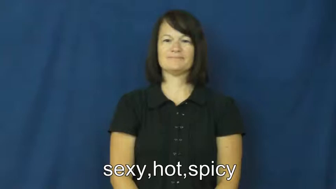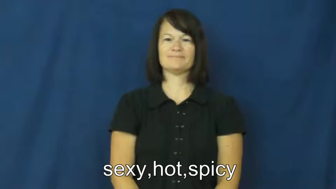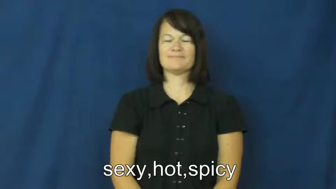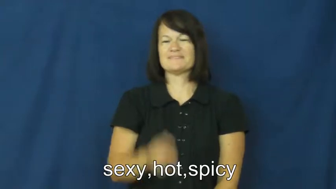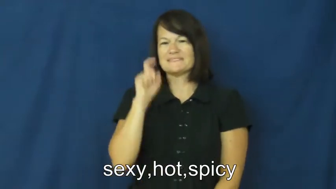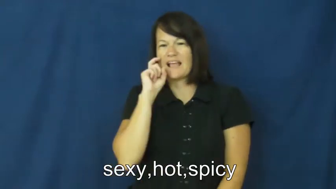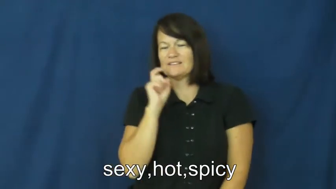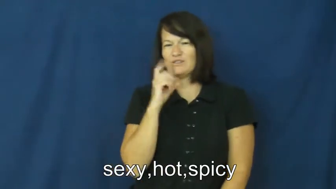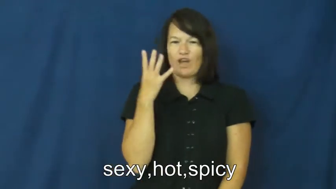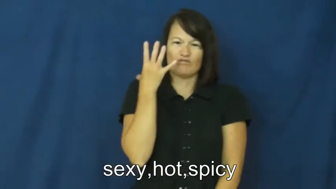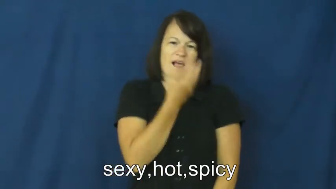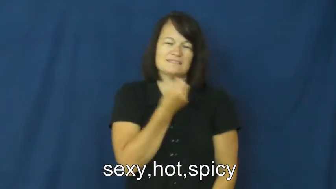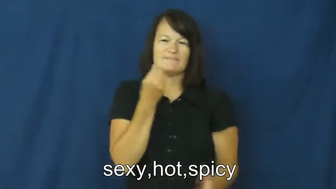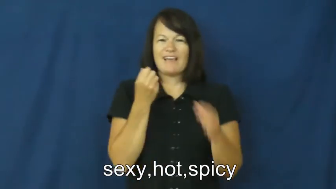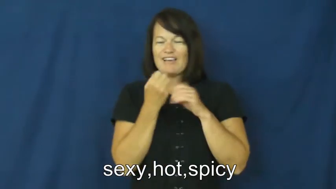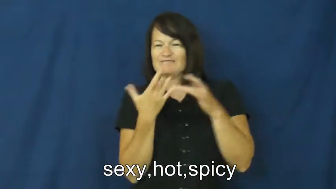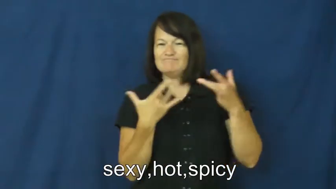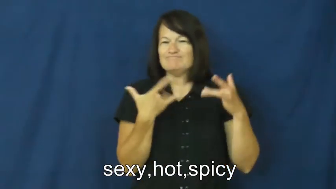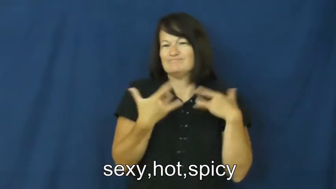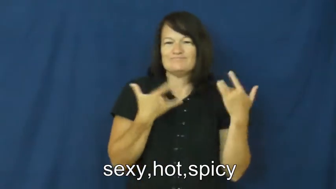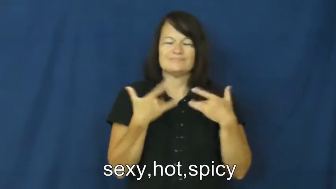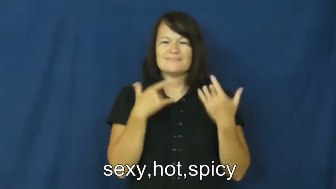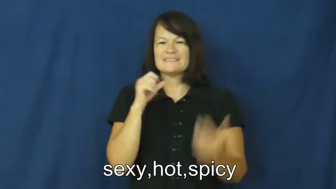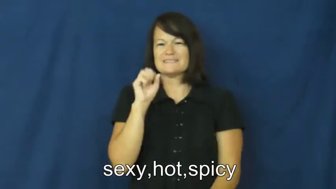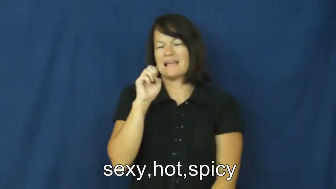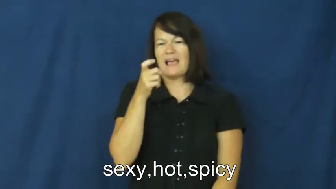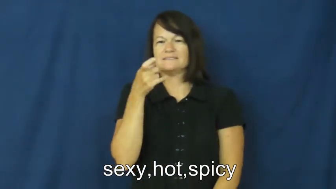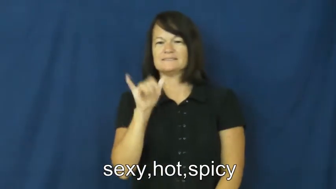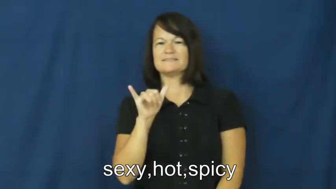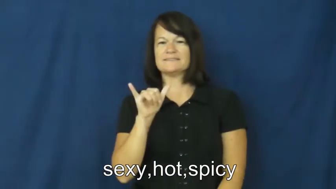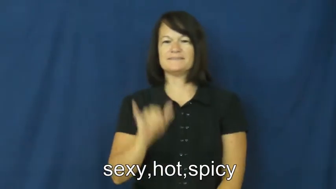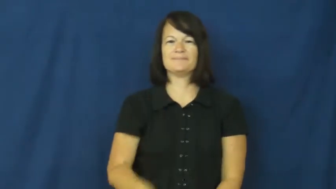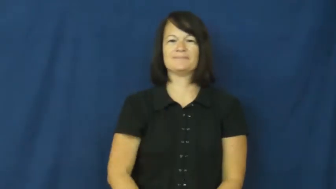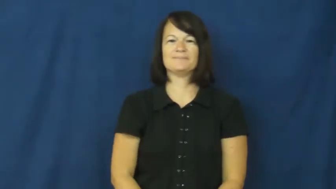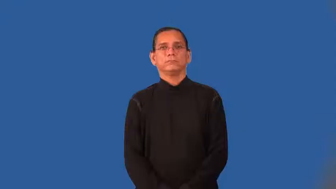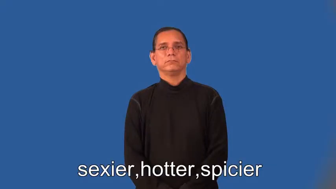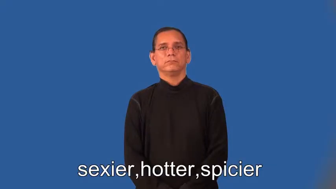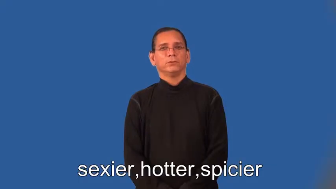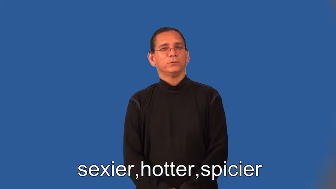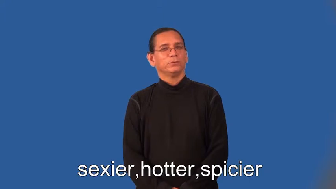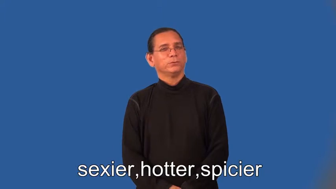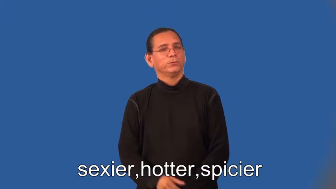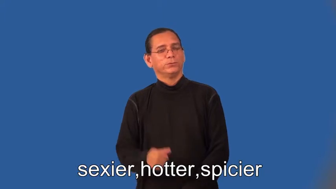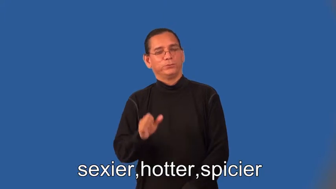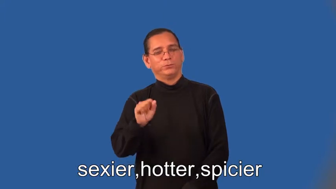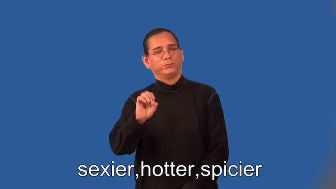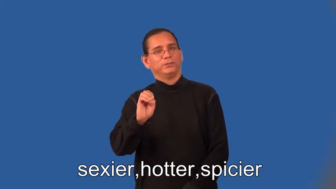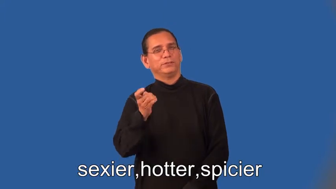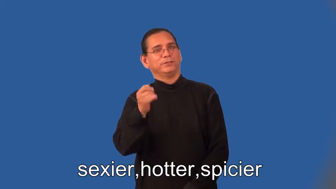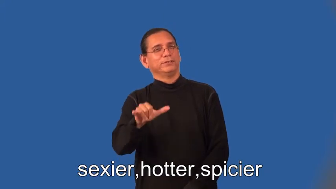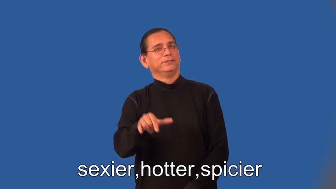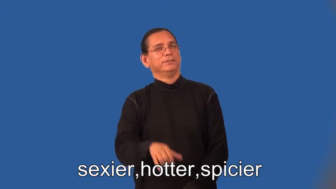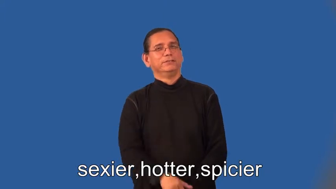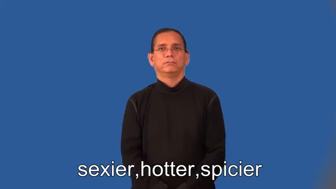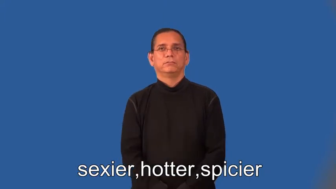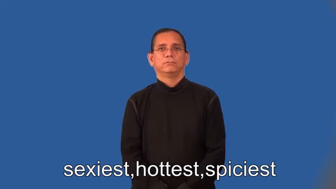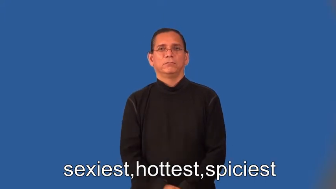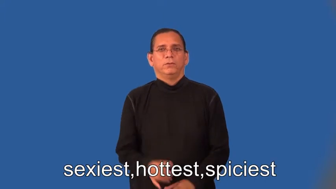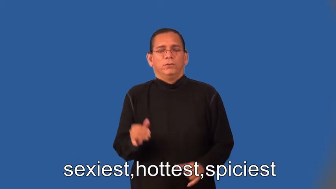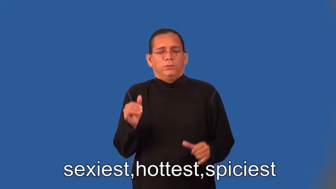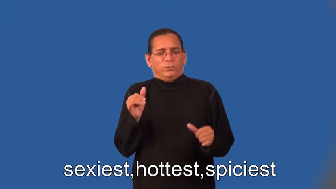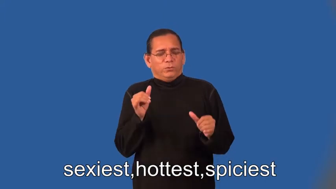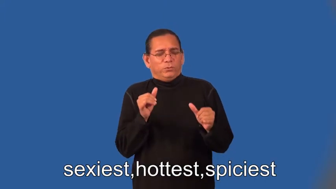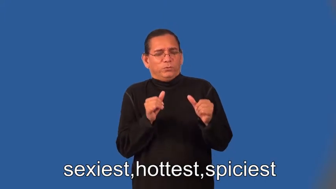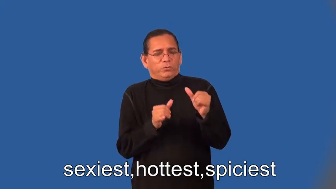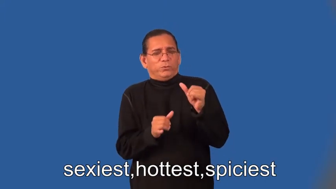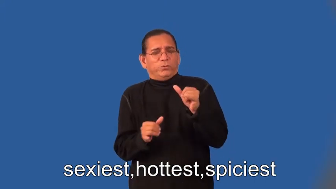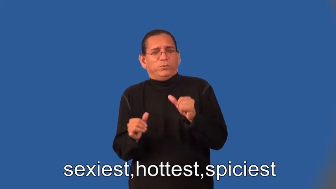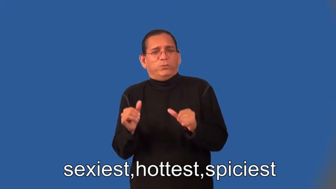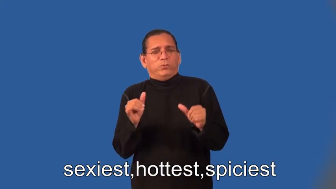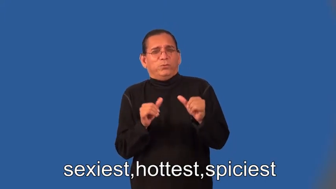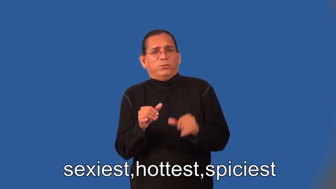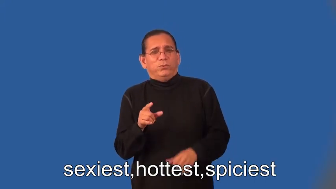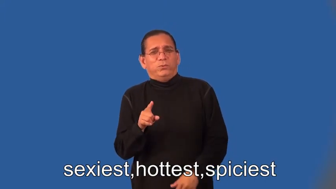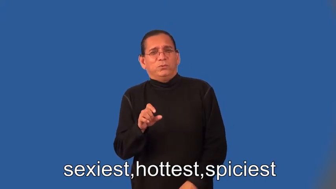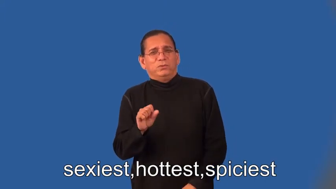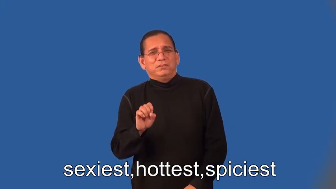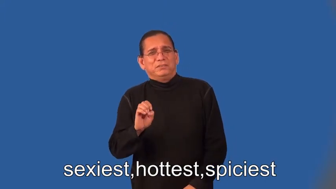sexier,hotter,spicier,sexiest,hottest,spiciest